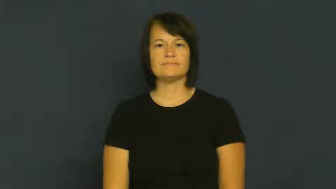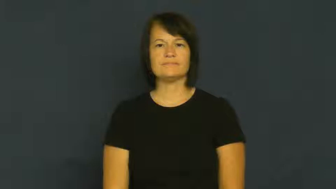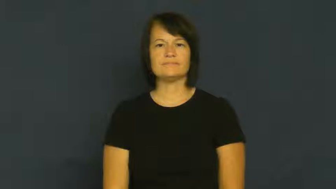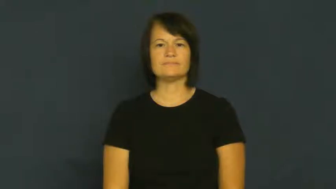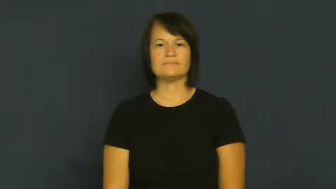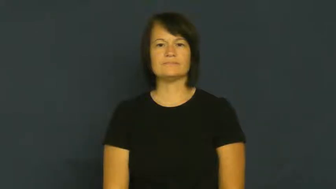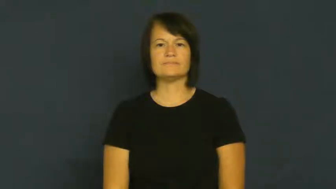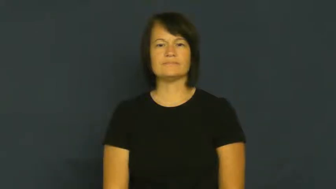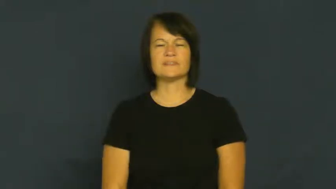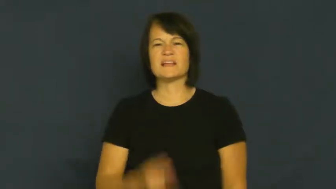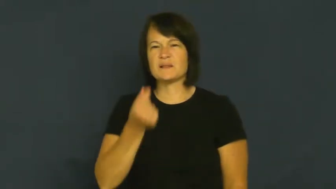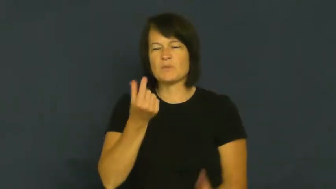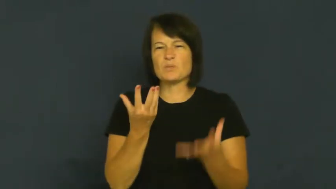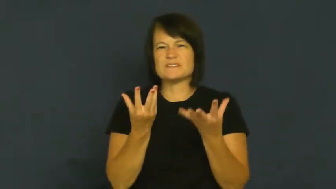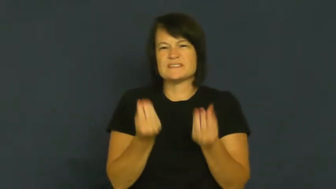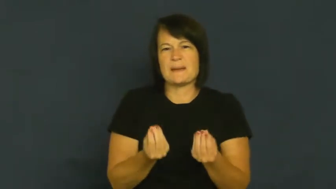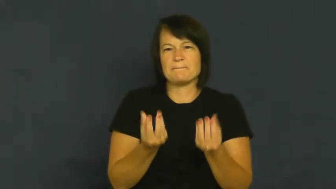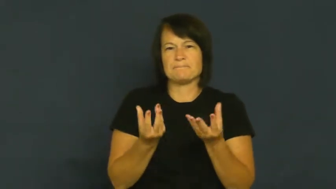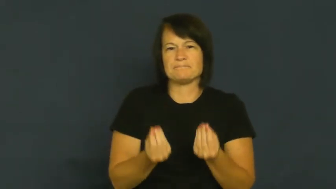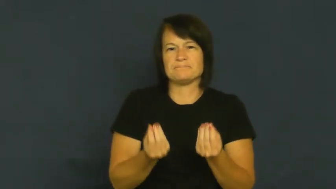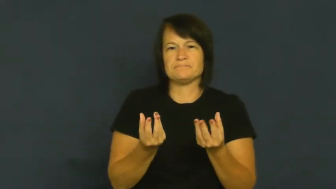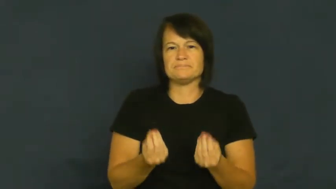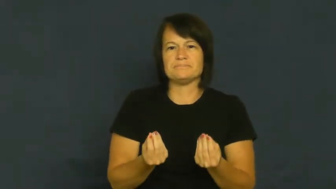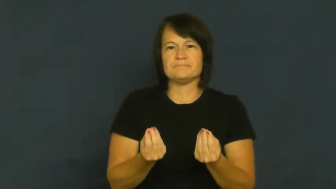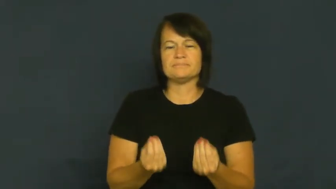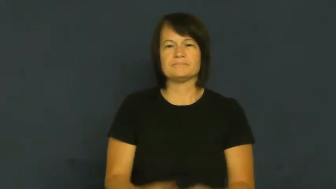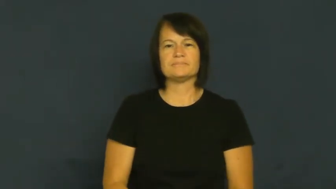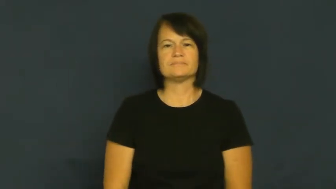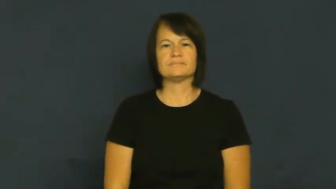damp